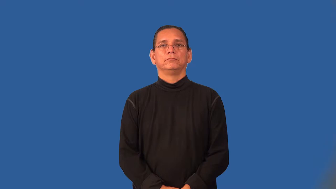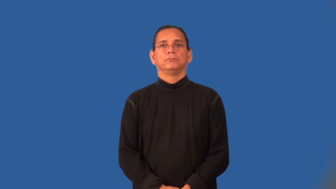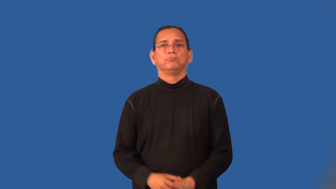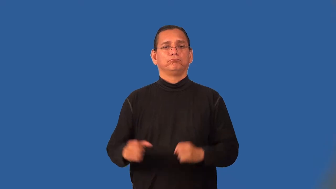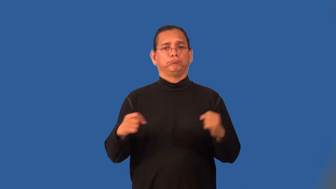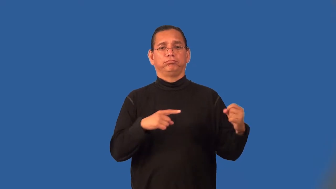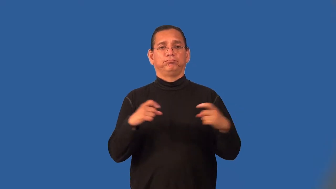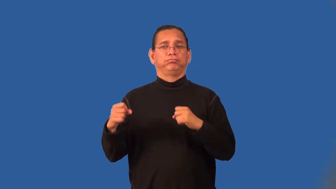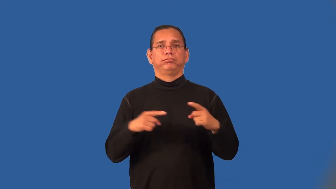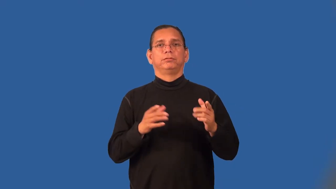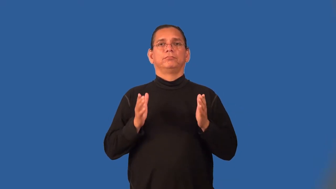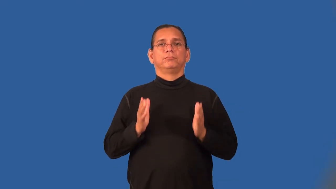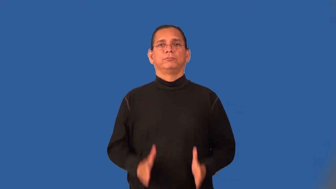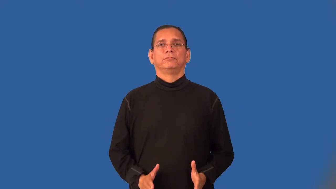signalman